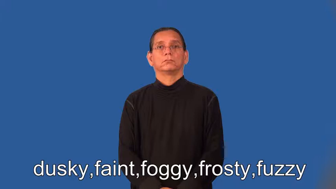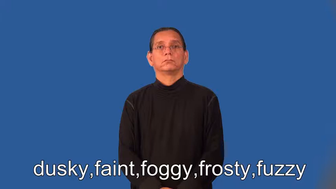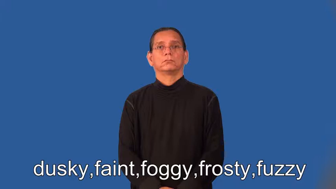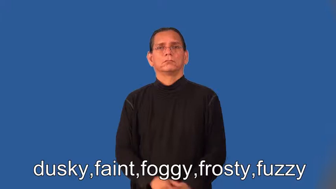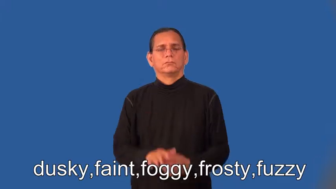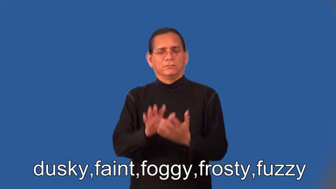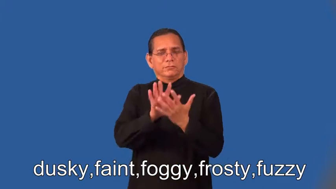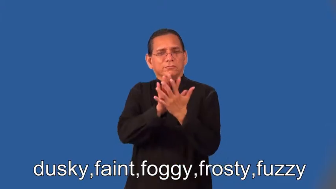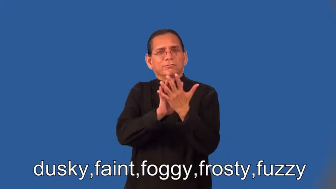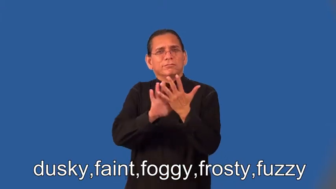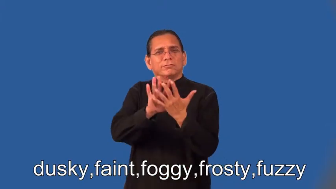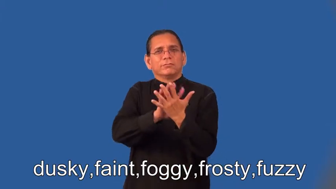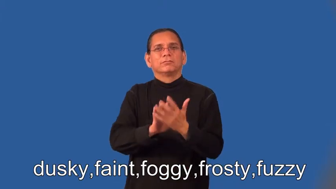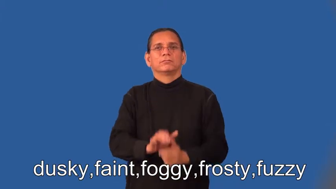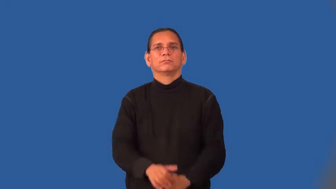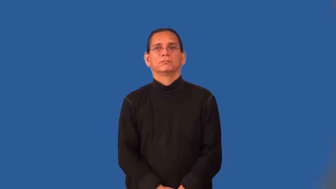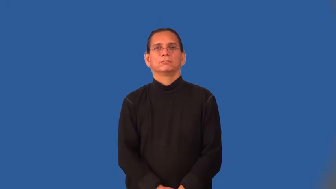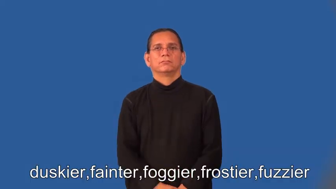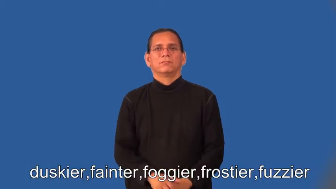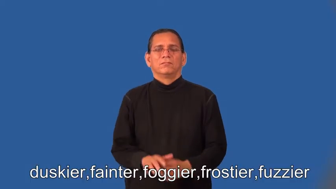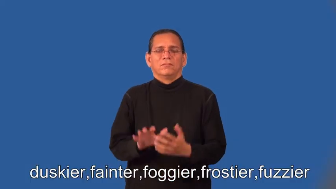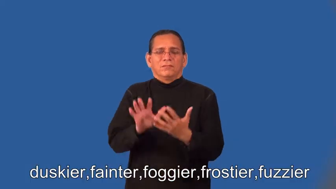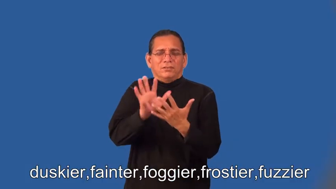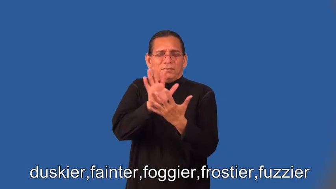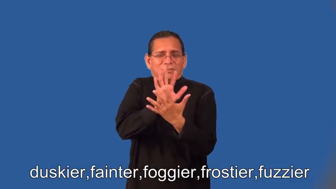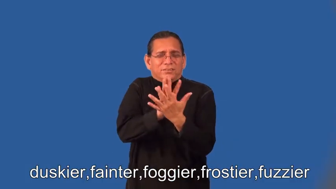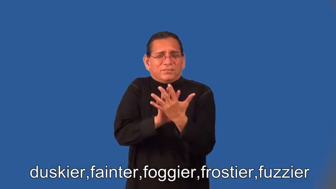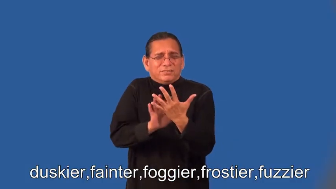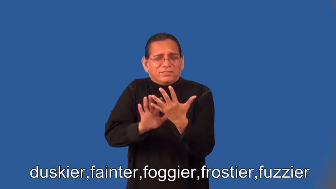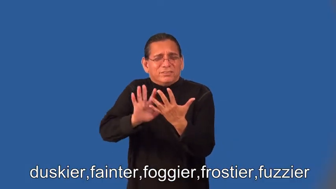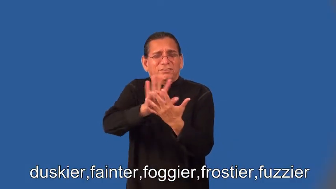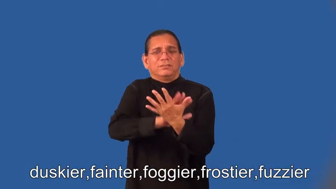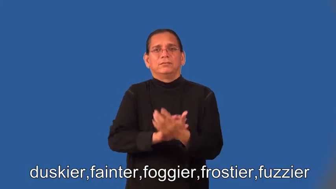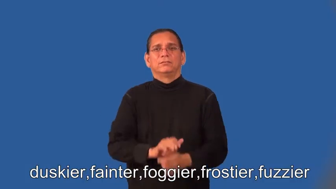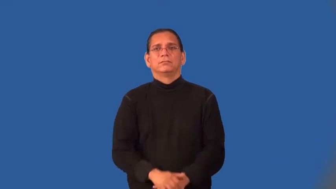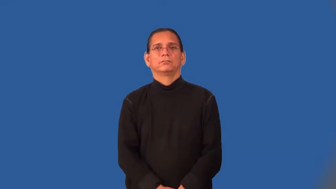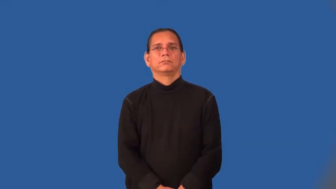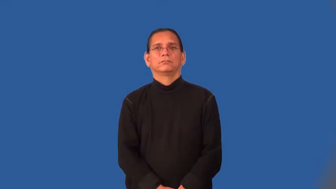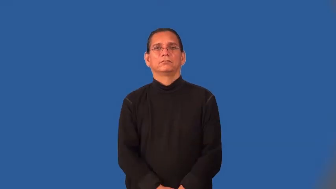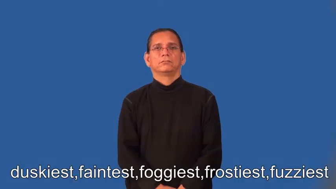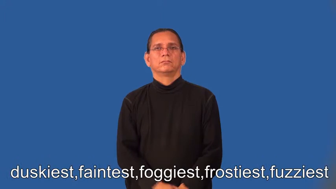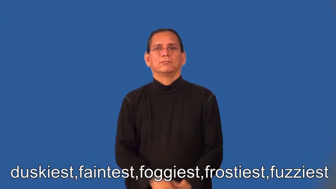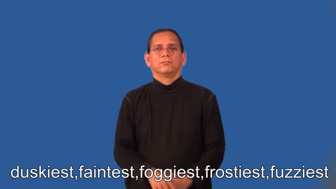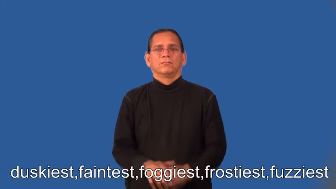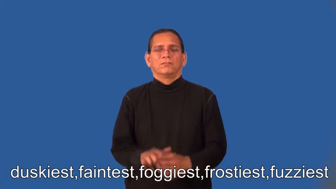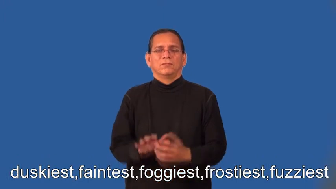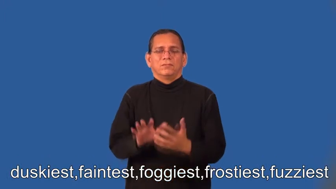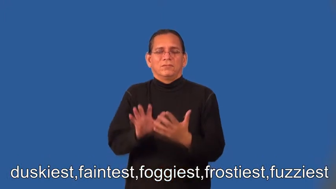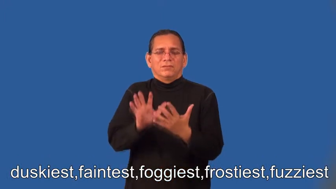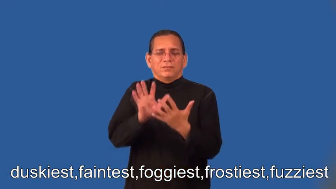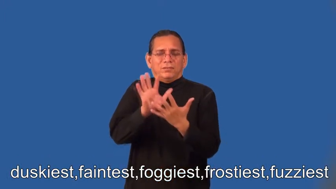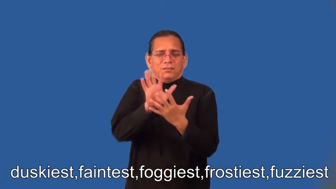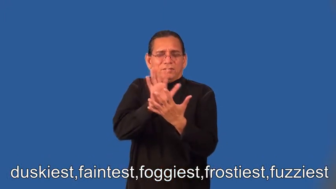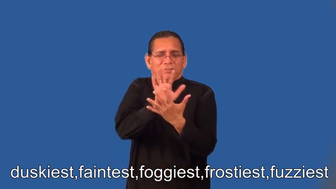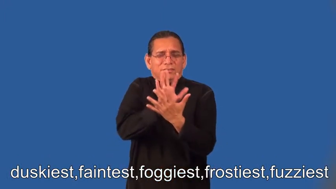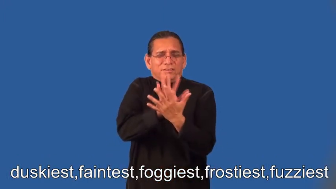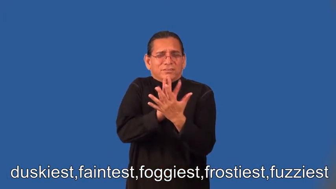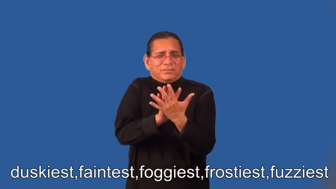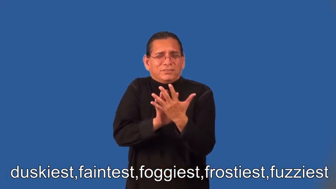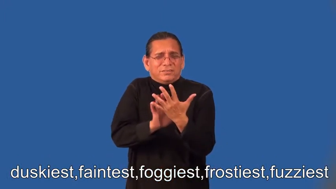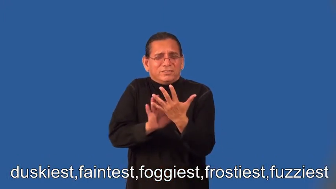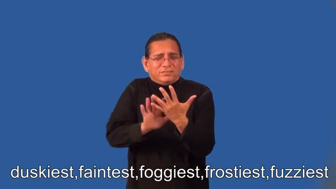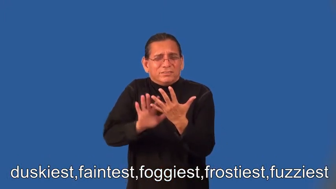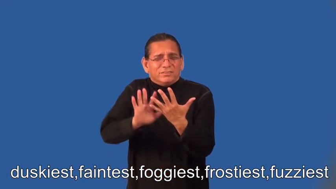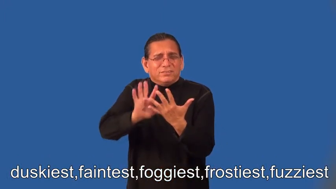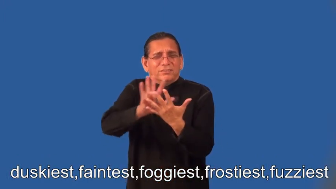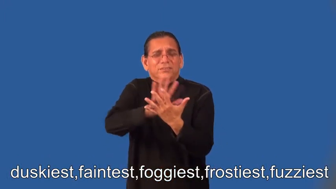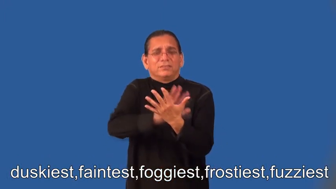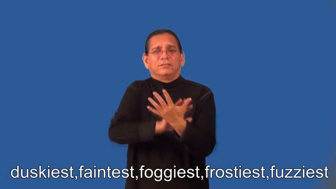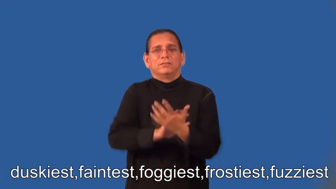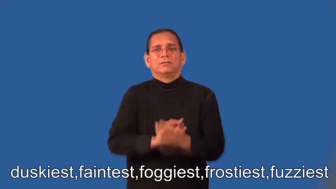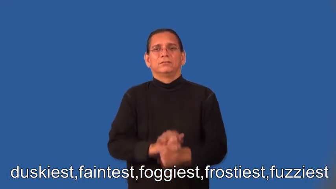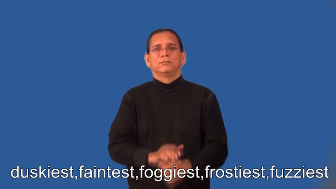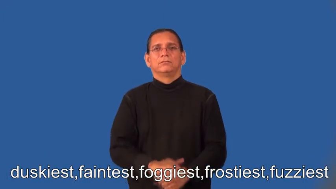duskier,fainter,foggier,frostier,fuzzier,duskiest,faintest,foggiest,frostiest,fuzziest